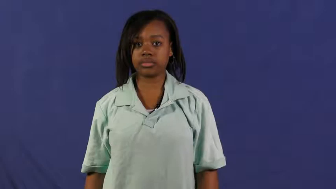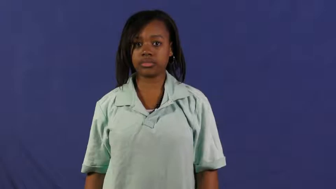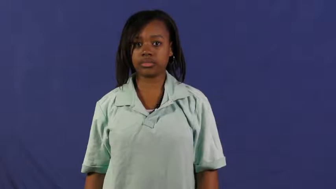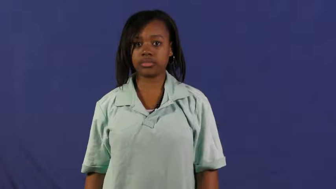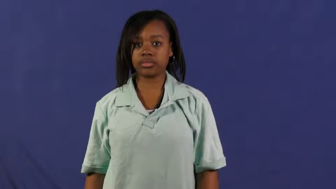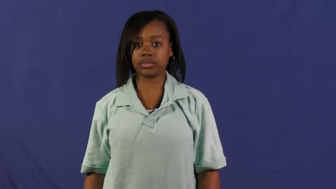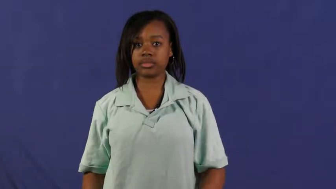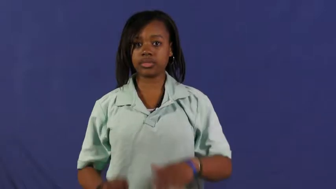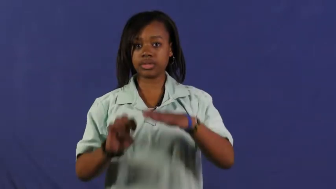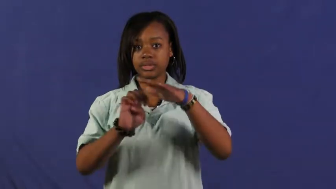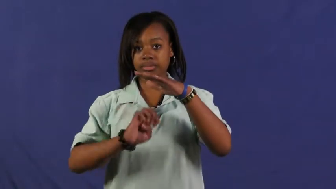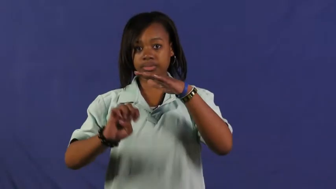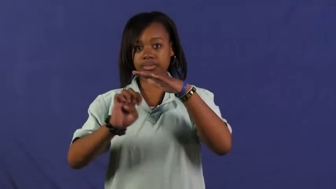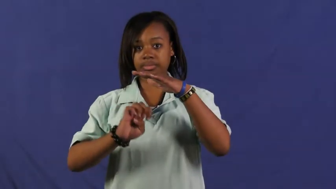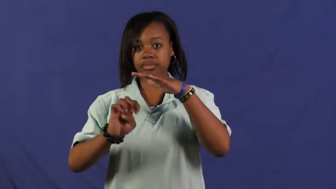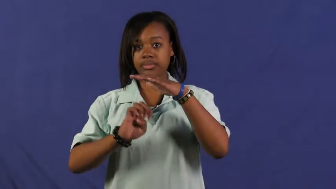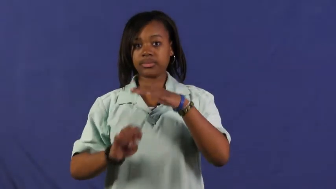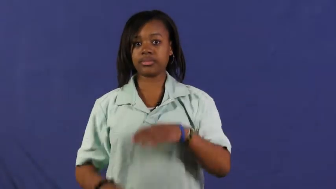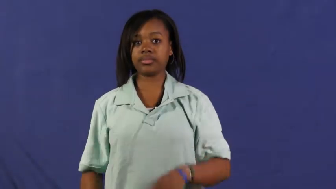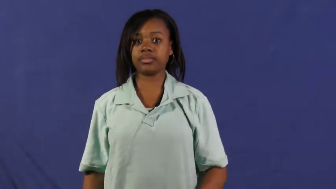elementary